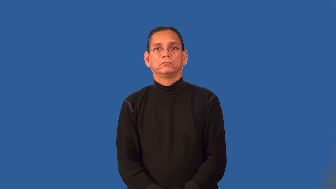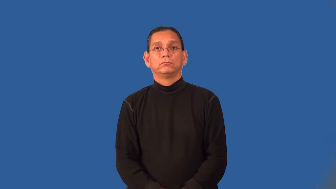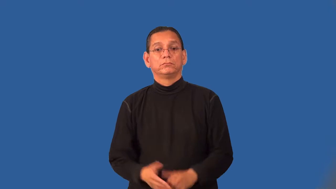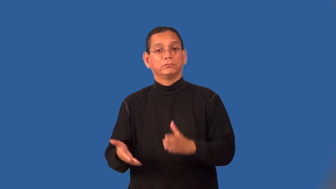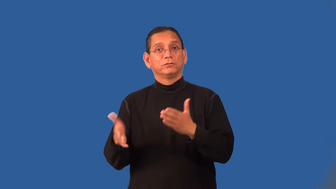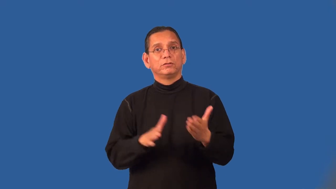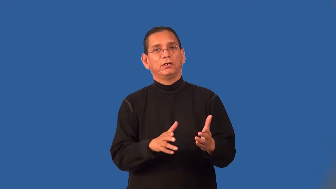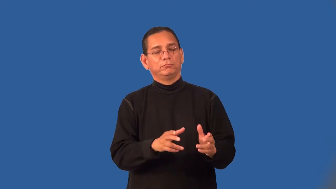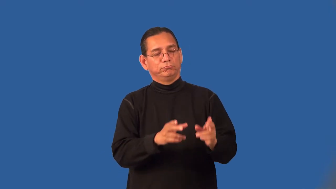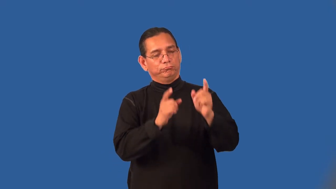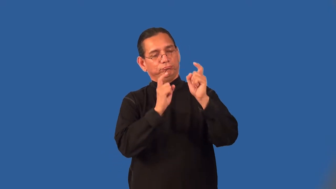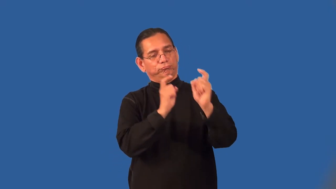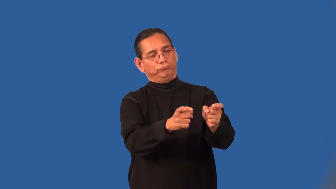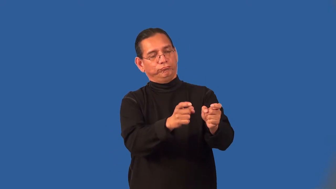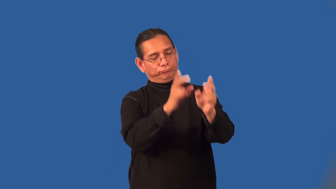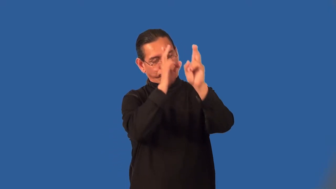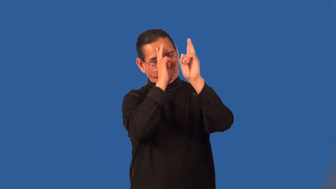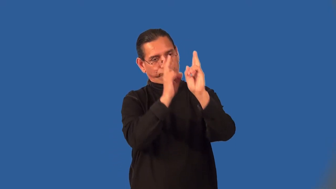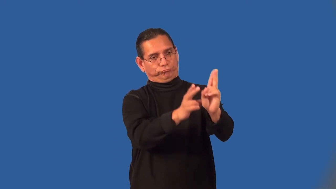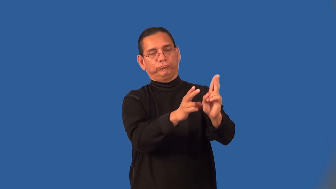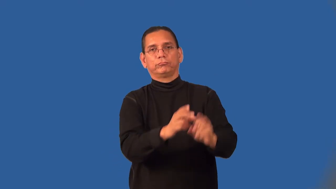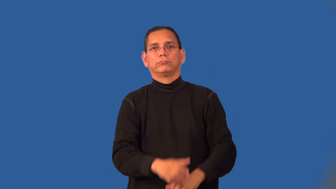posthumous